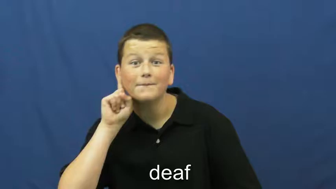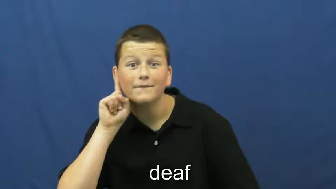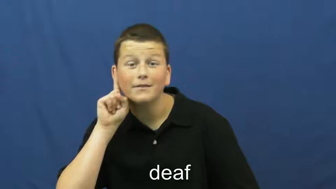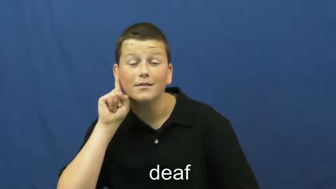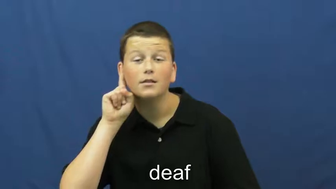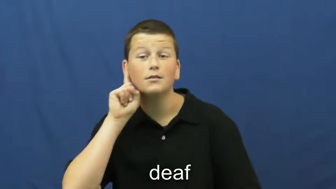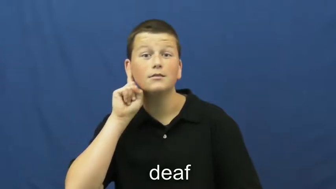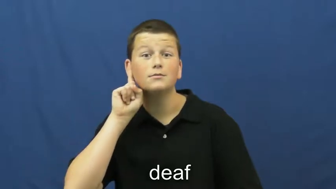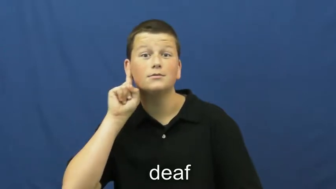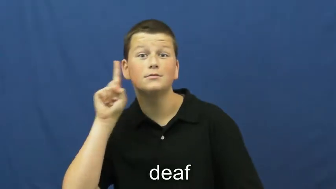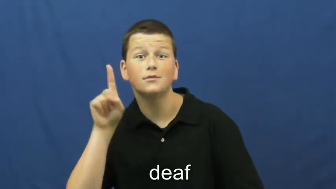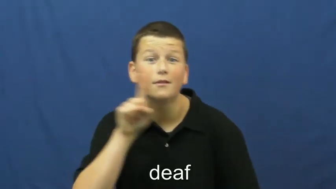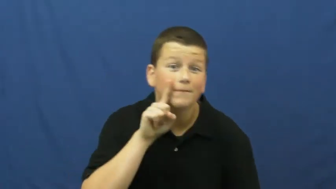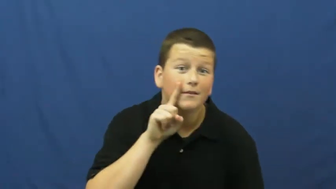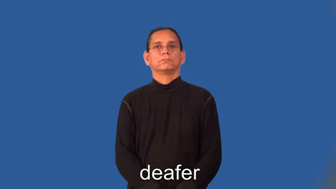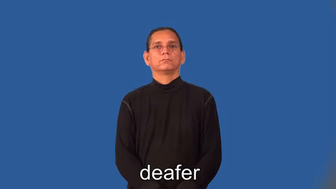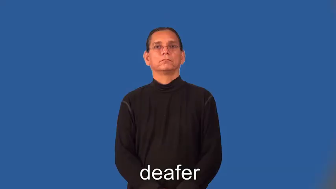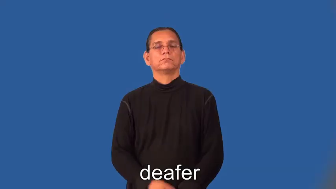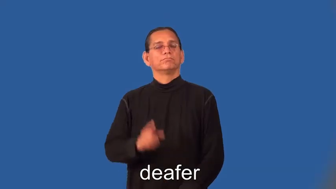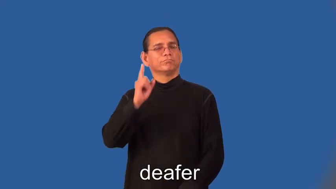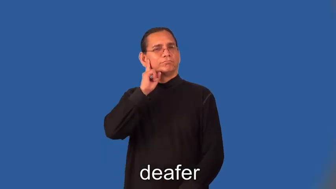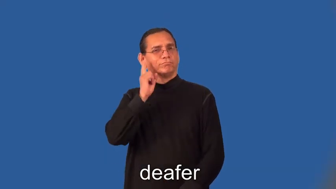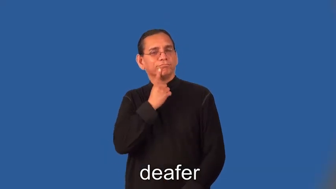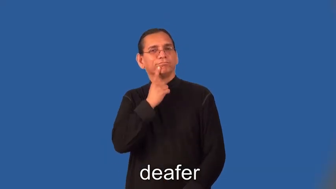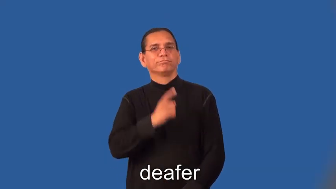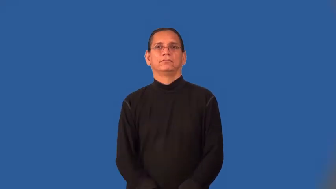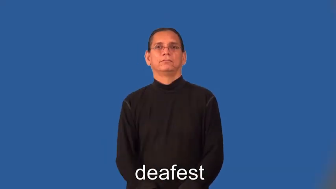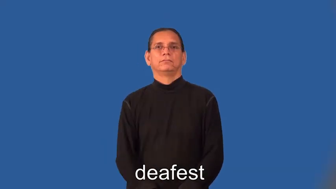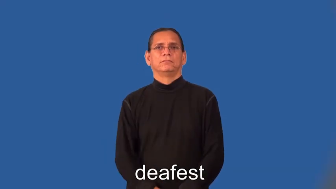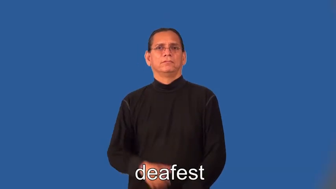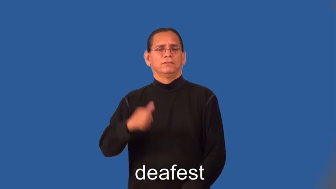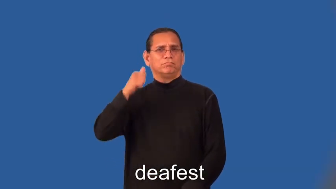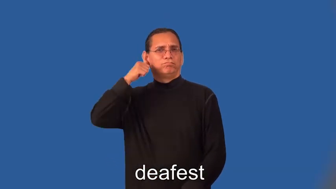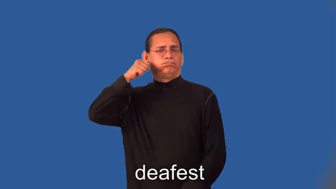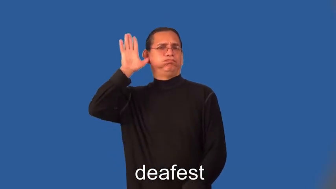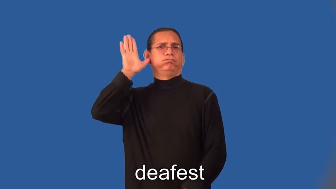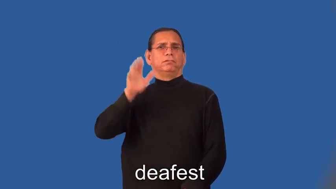deafer,deafest